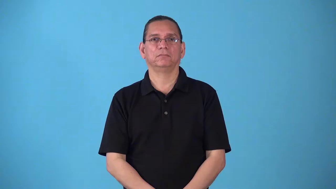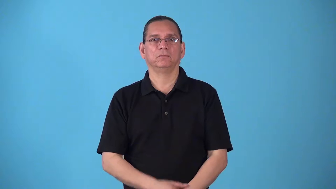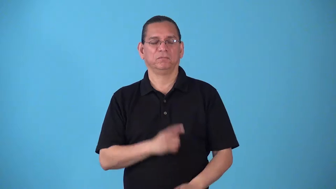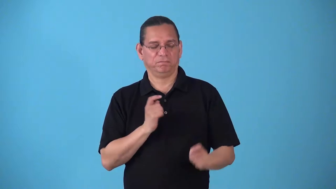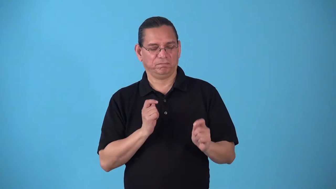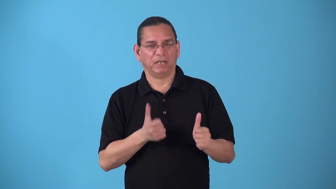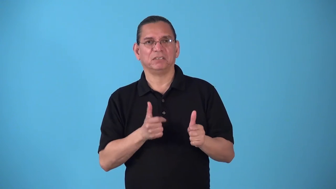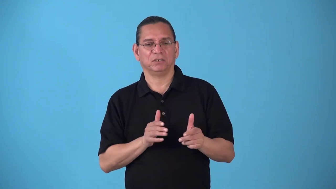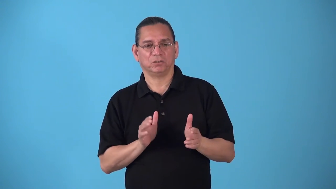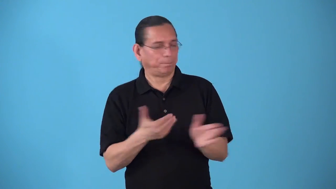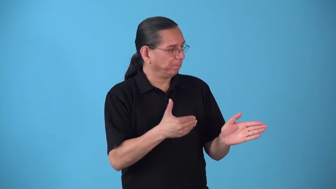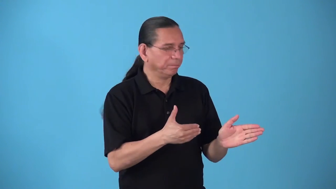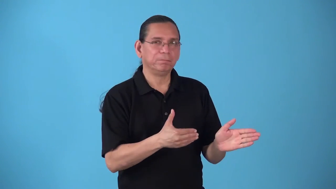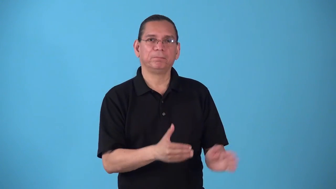slew-quick turn